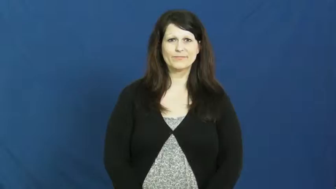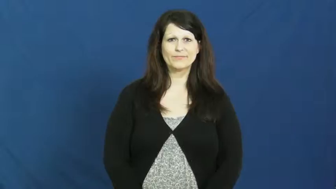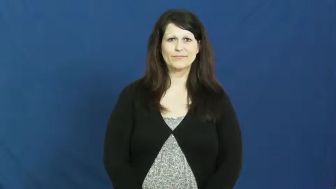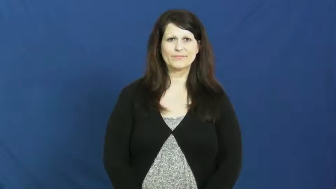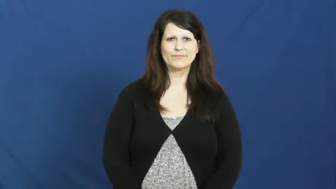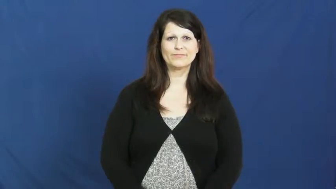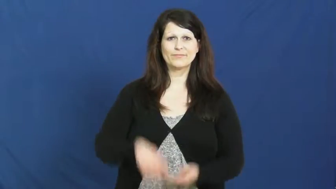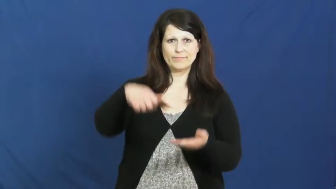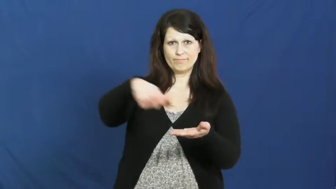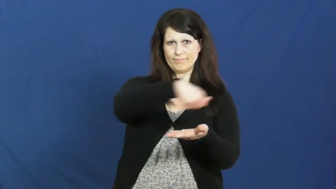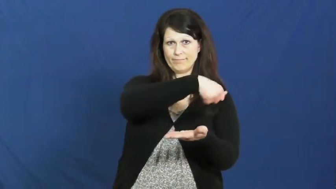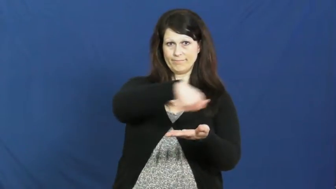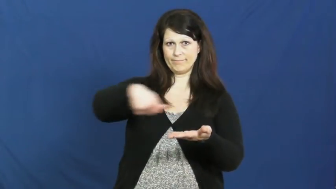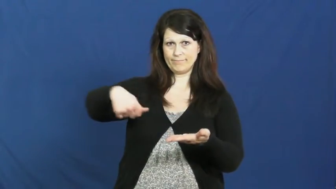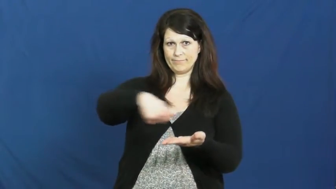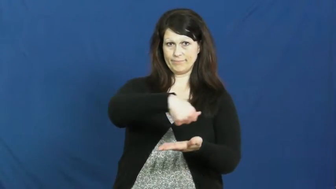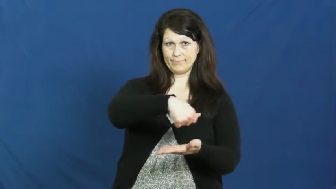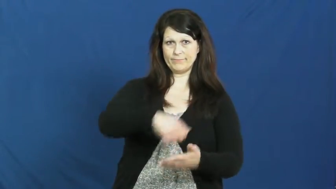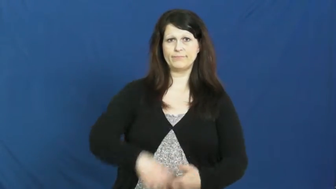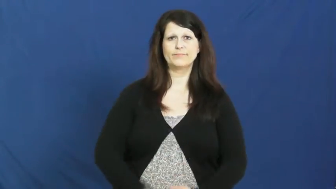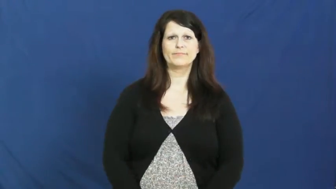iron,press,flatiron